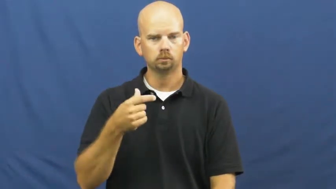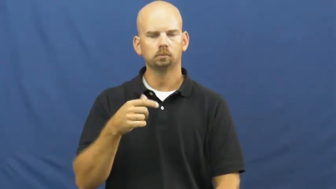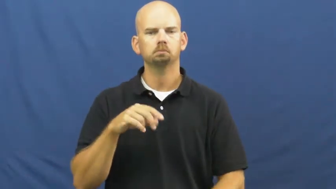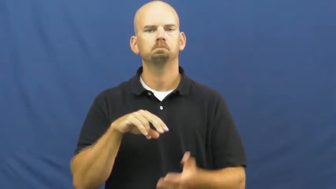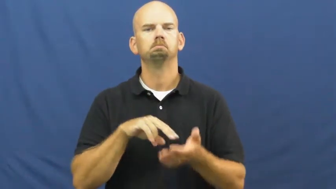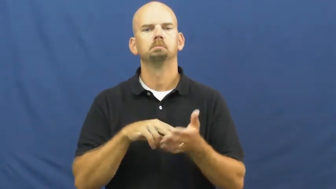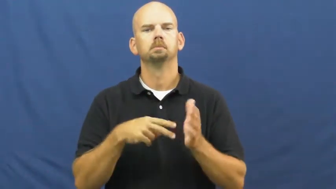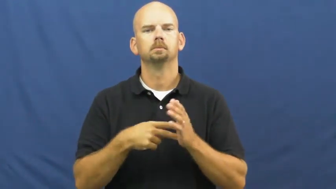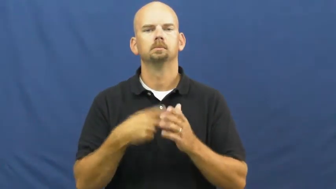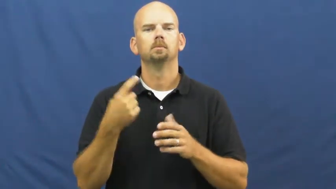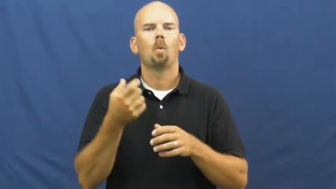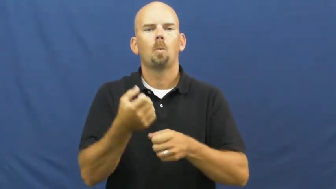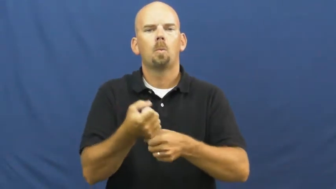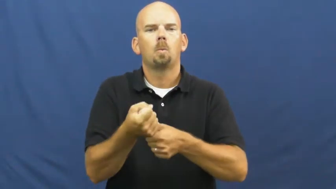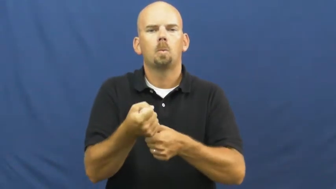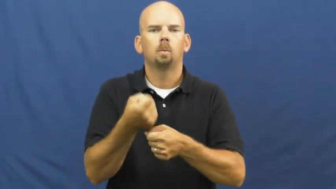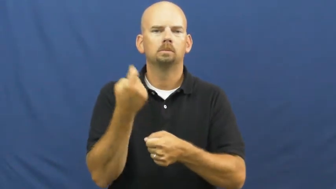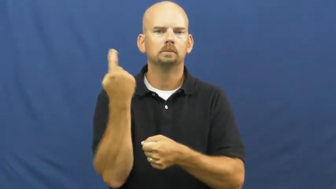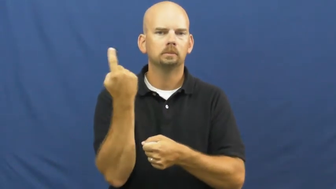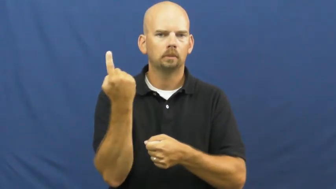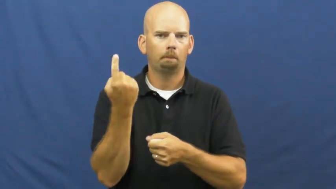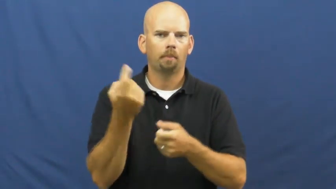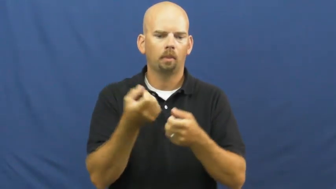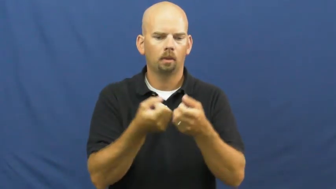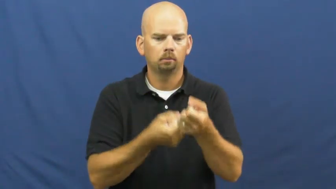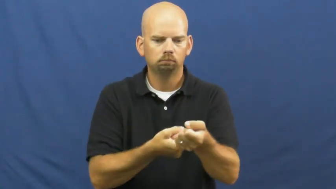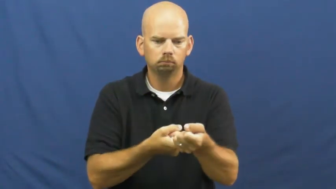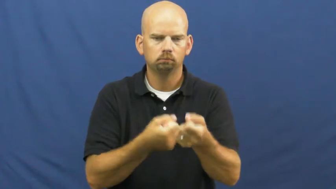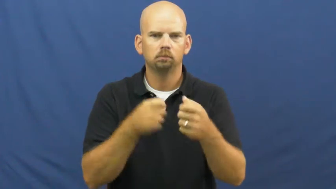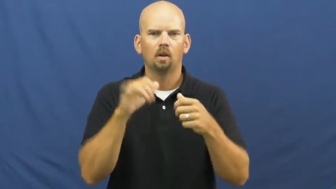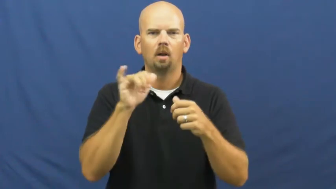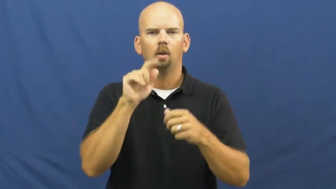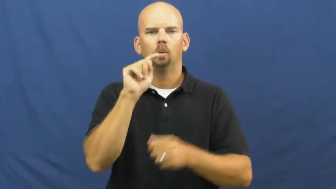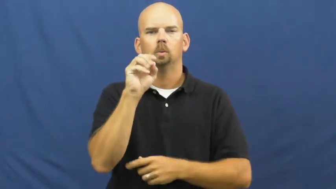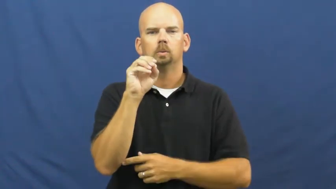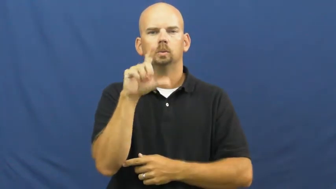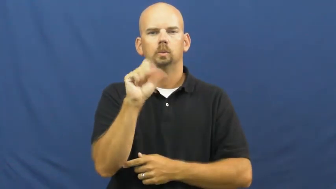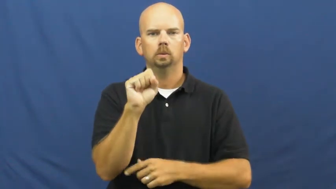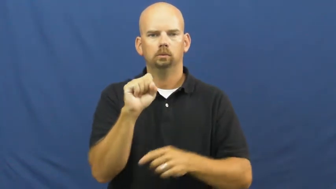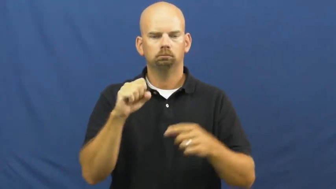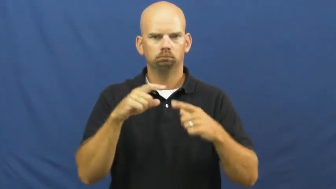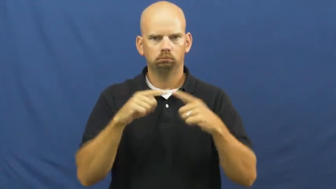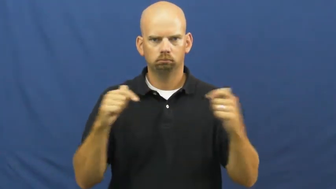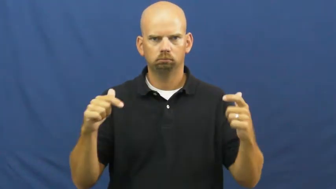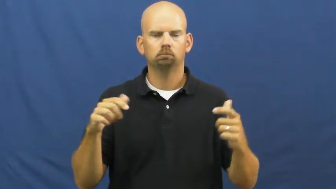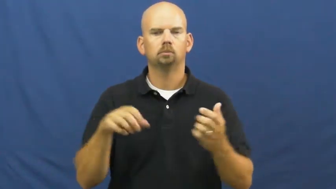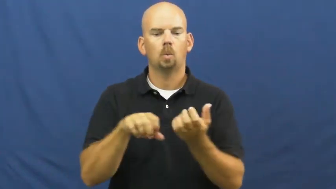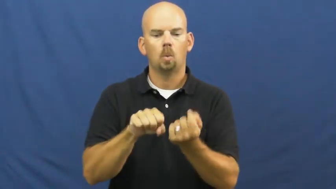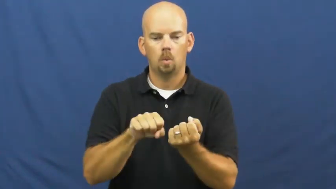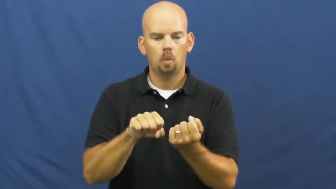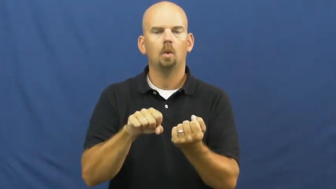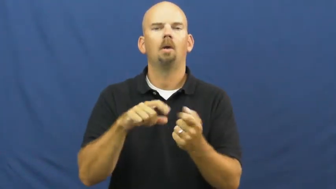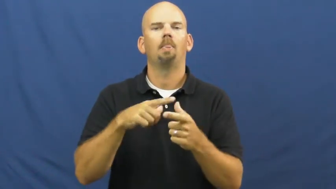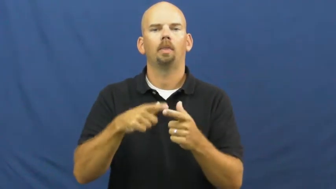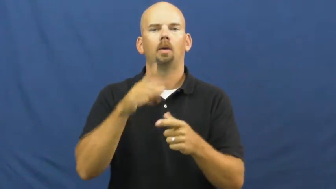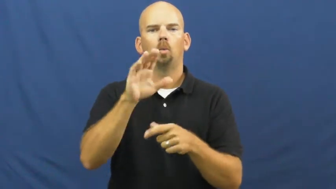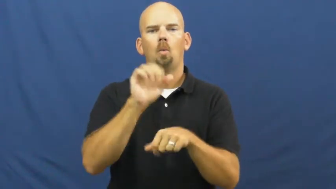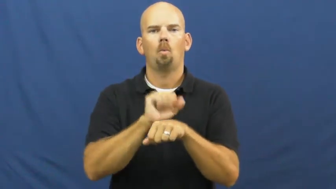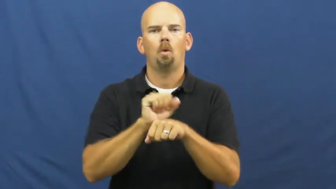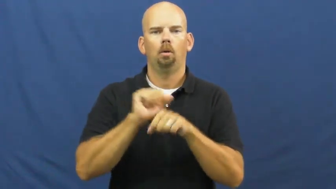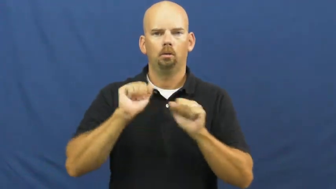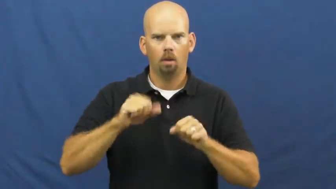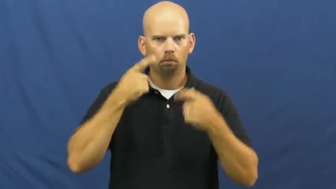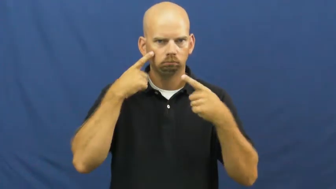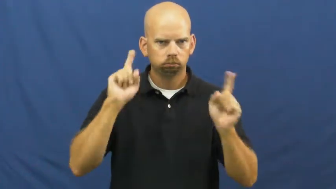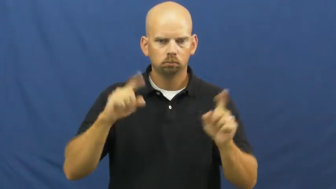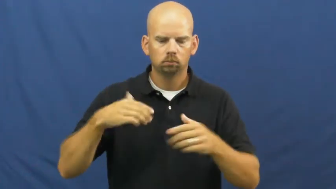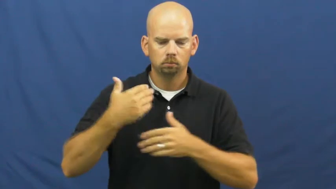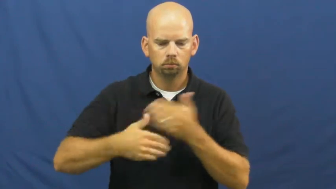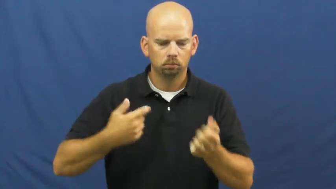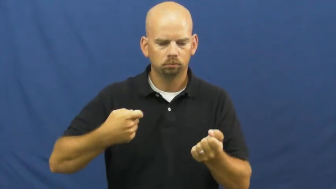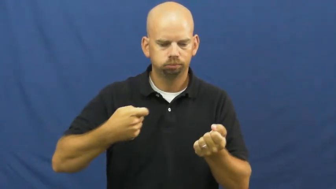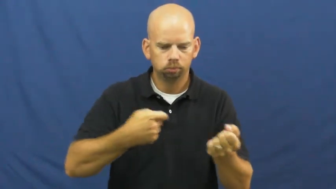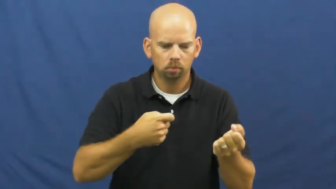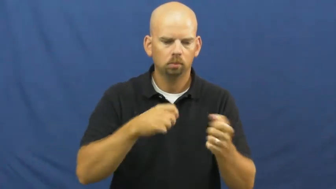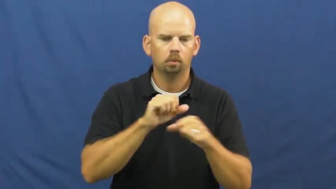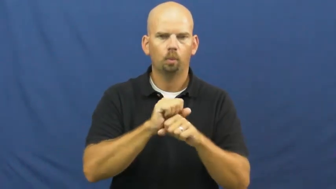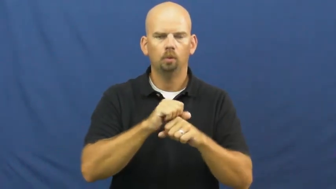jig-tool